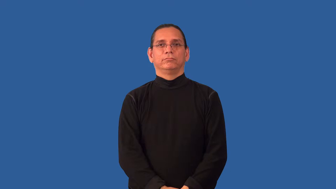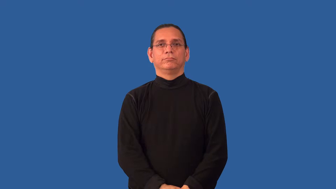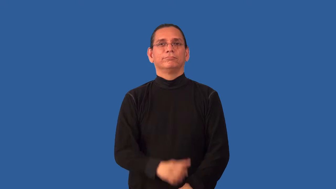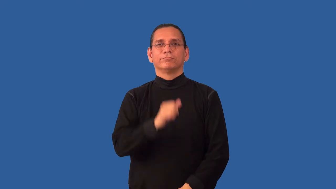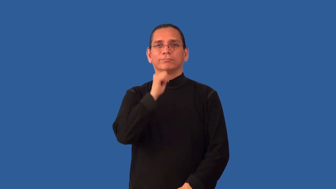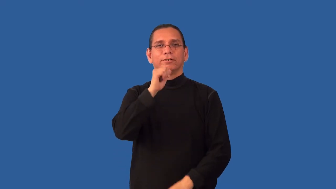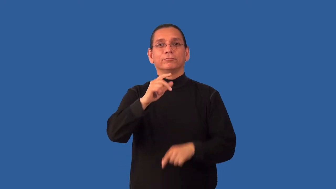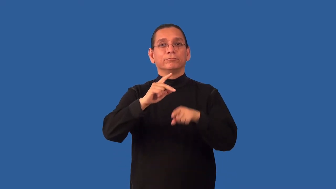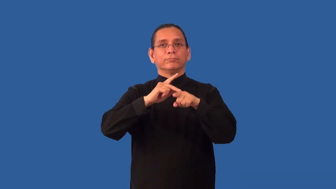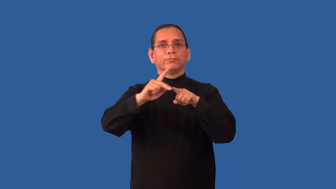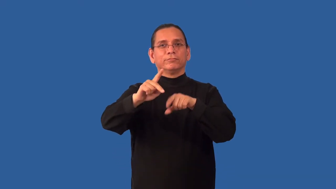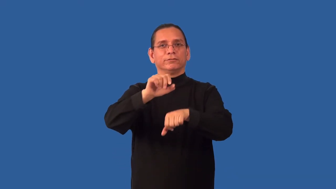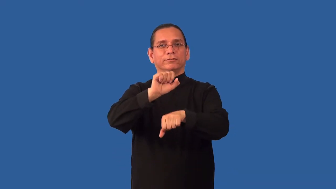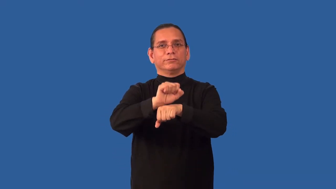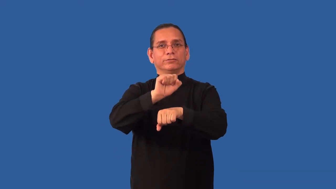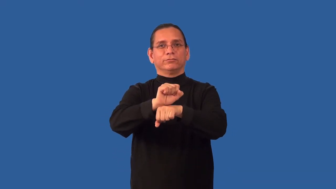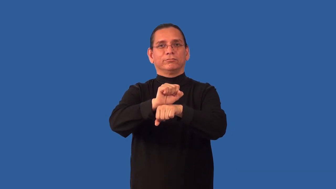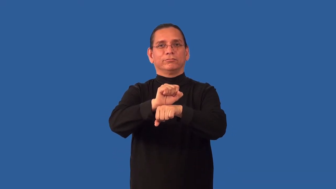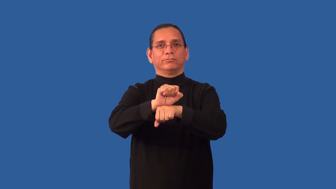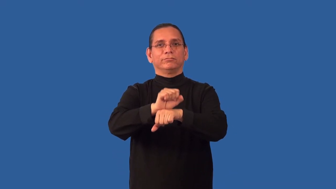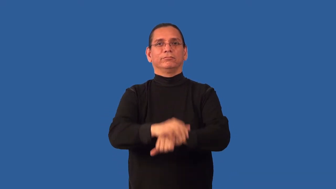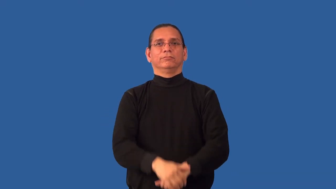nonprofessional